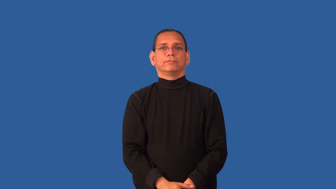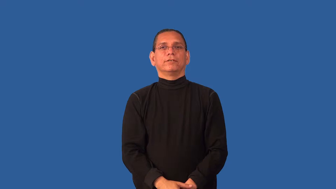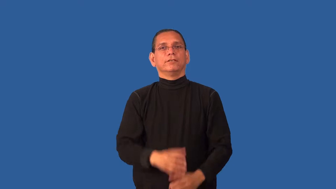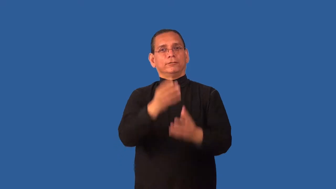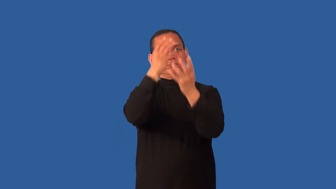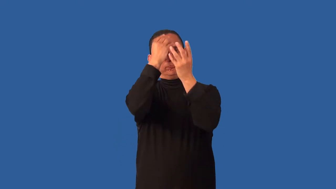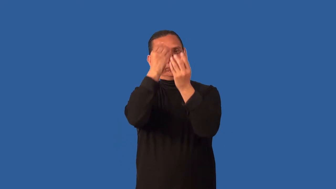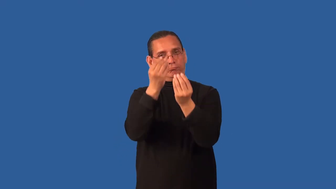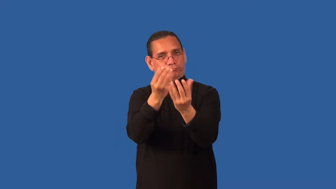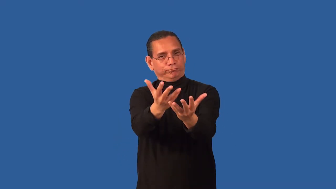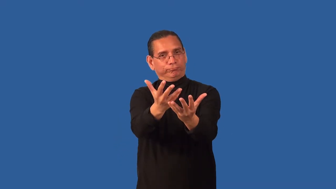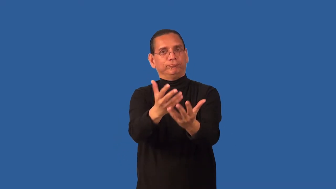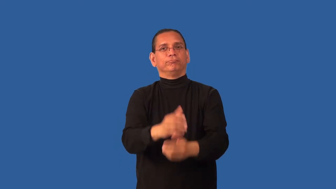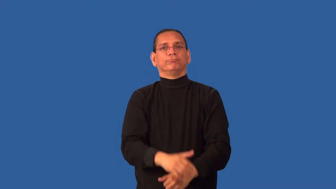comply